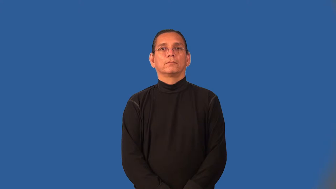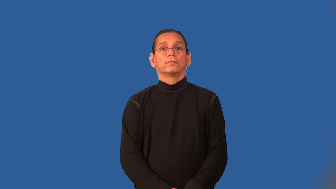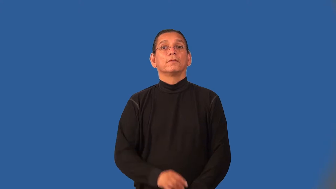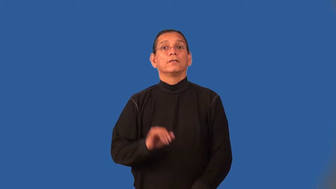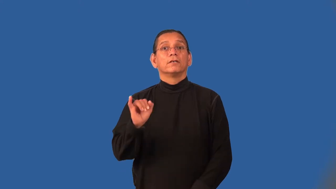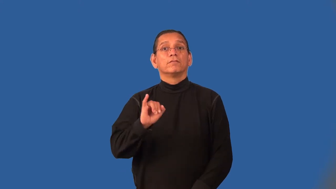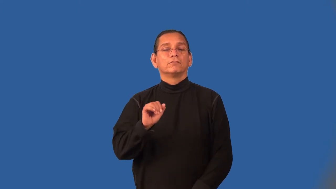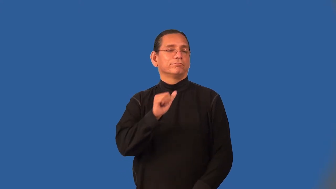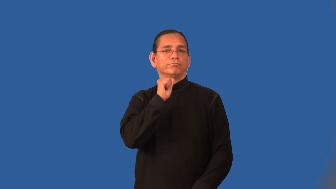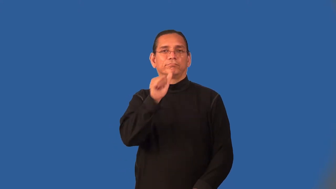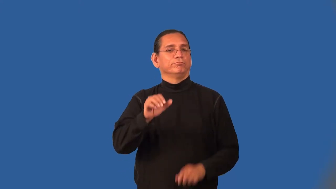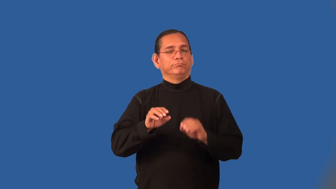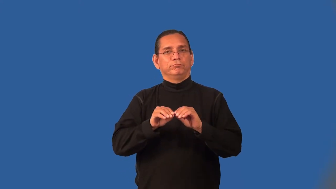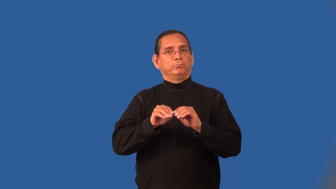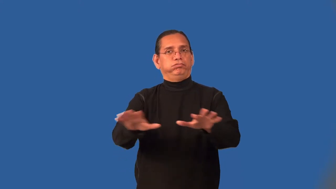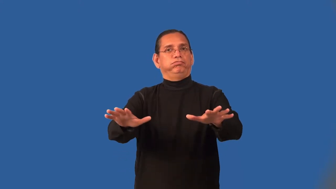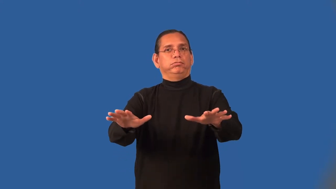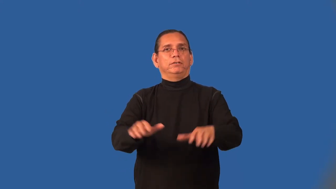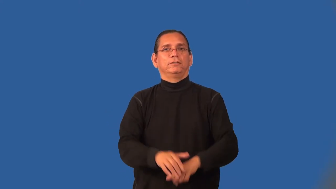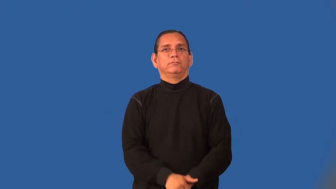noninfectious